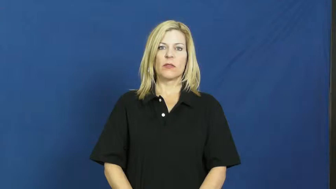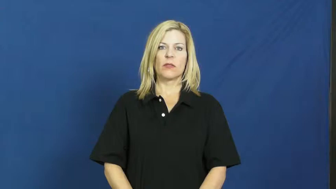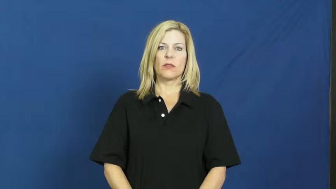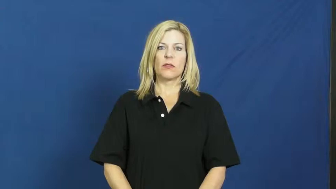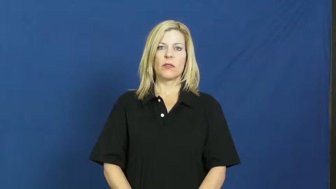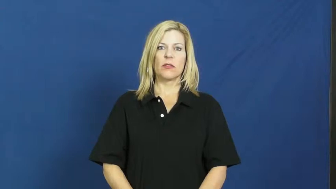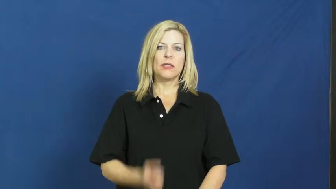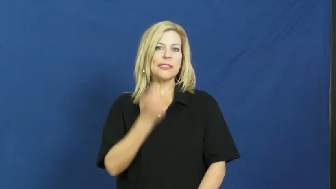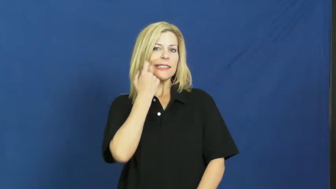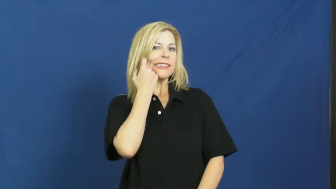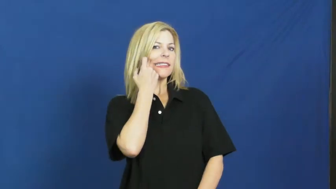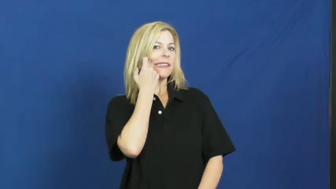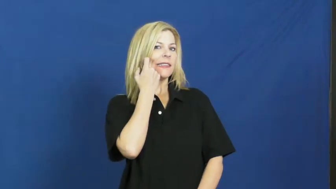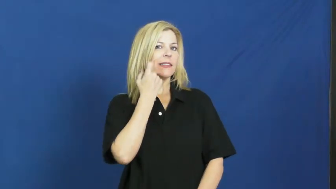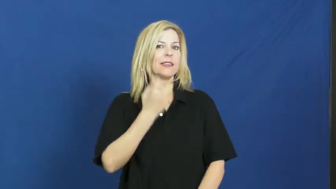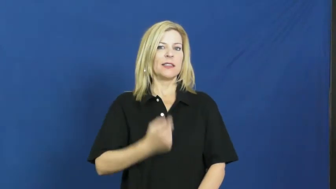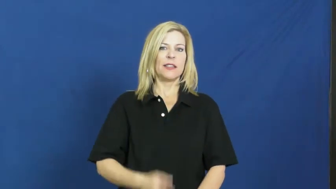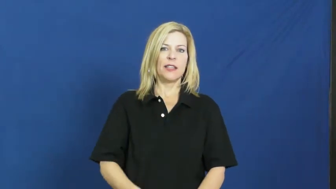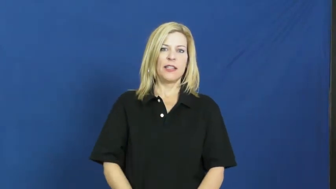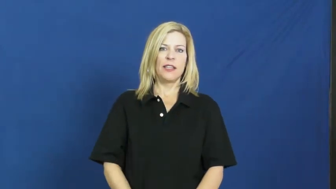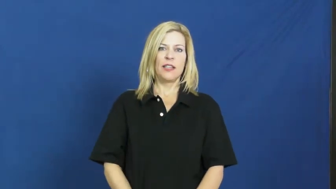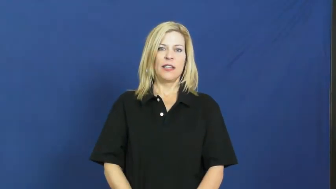just-recent